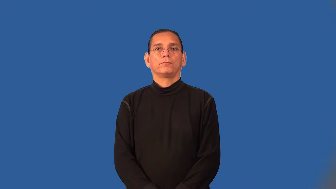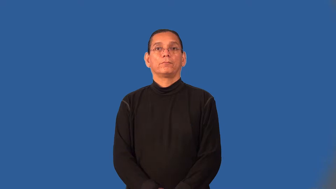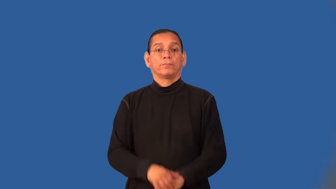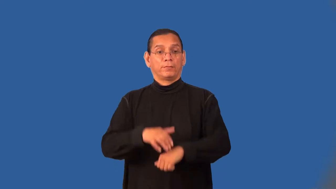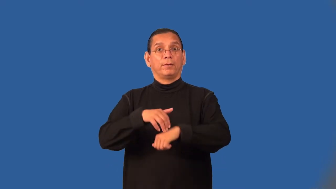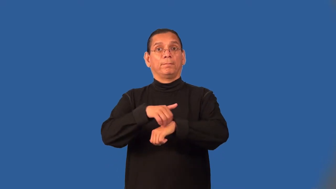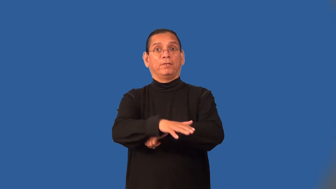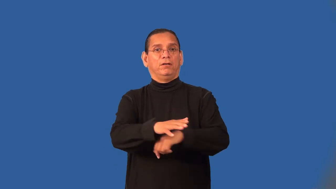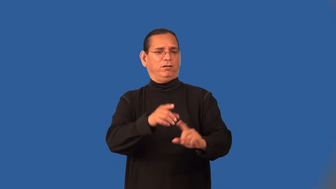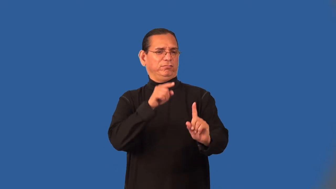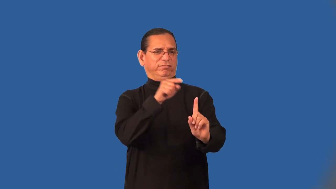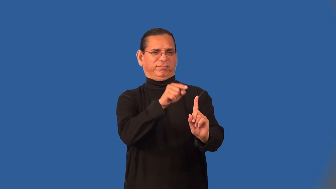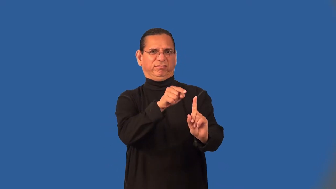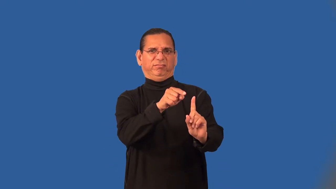addressee